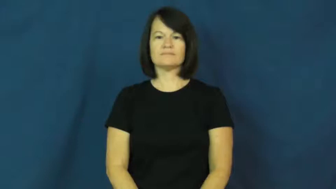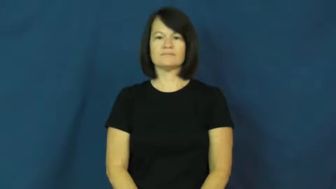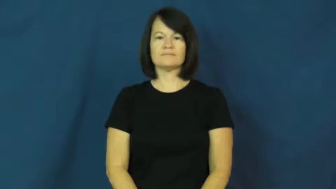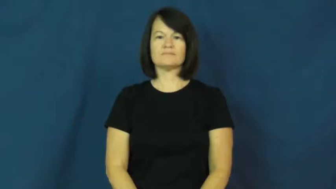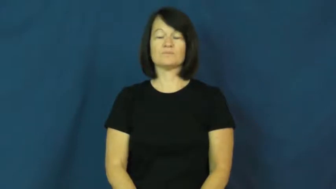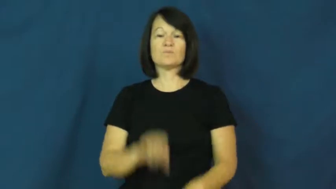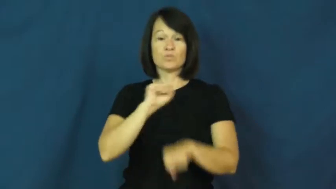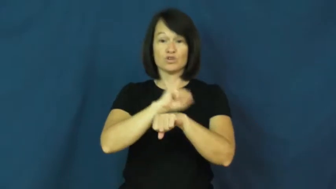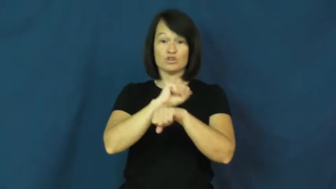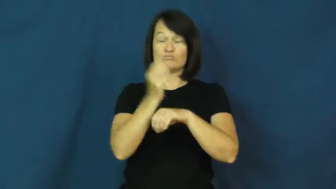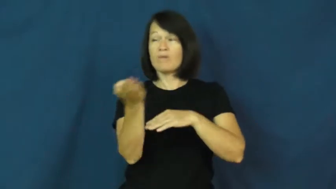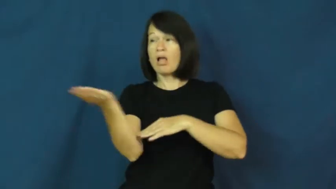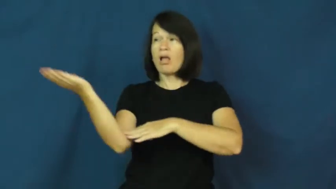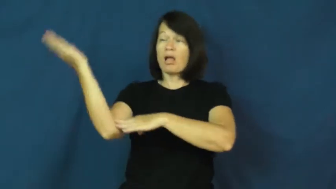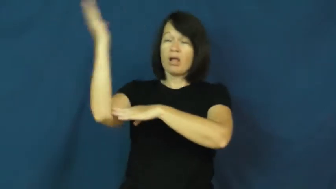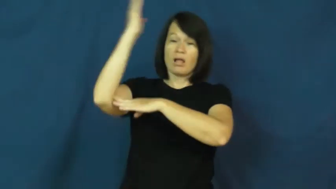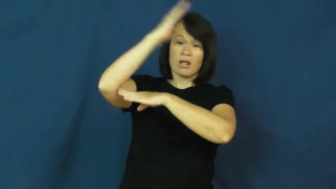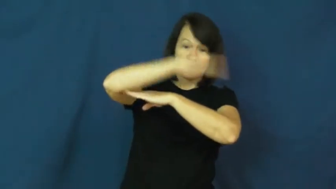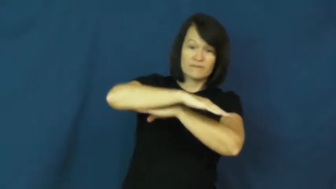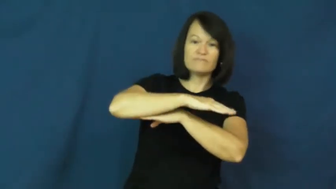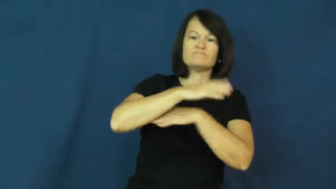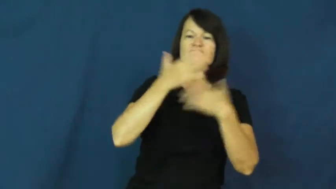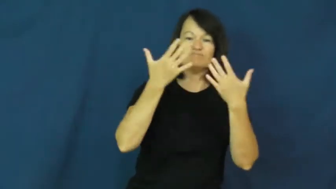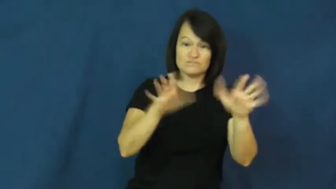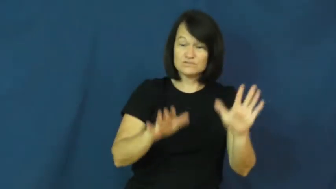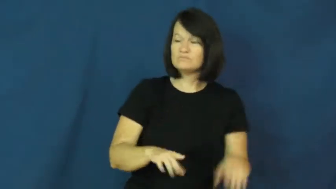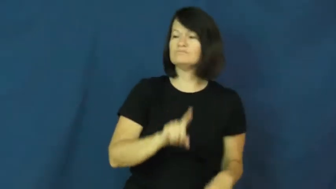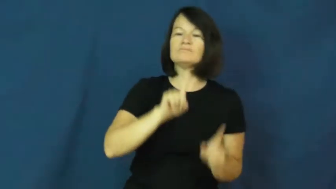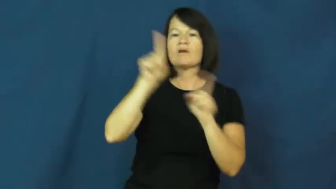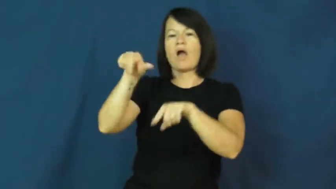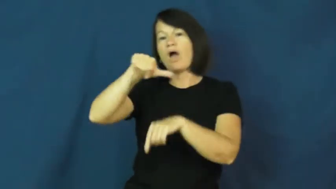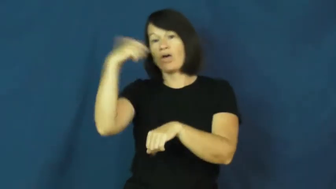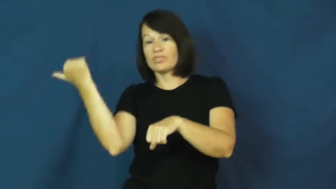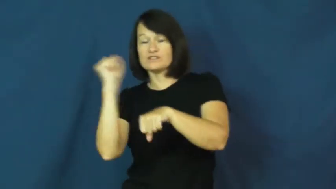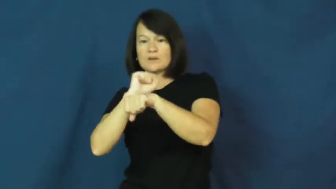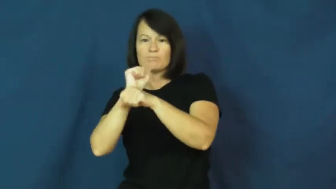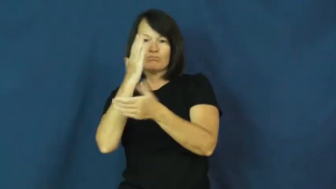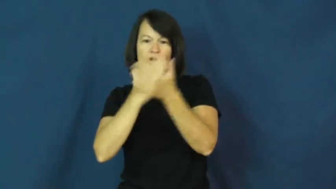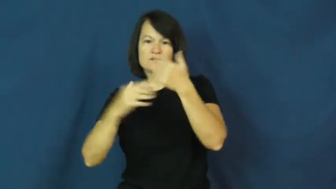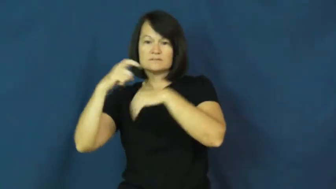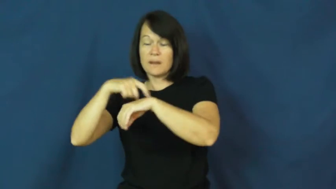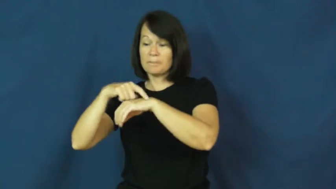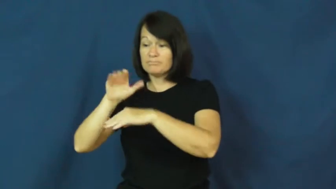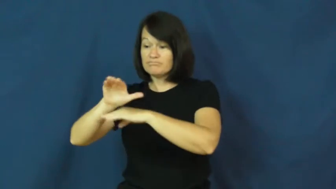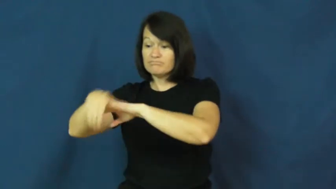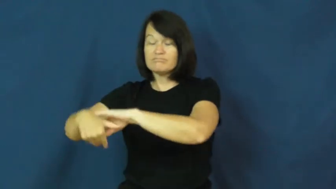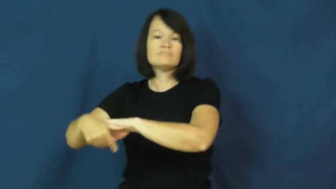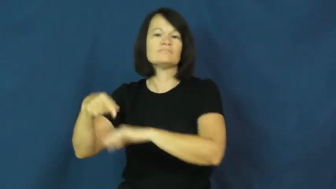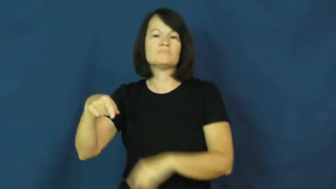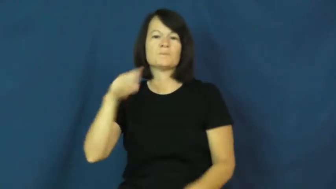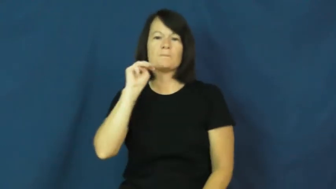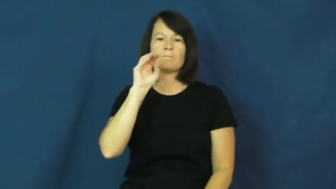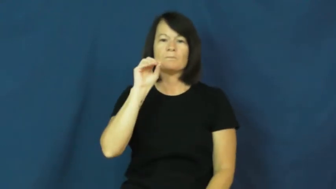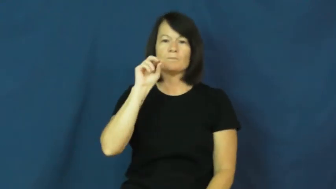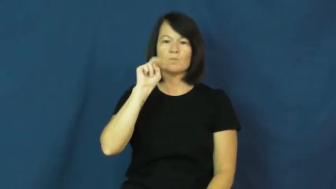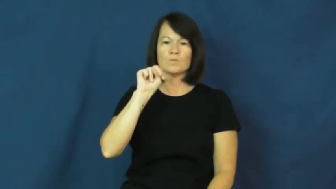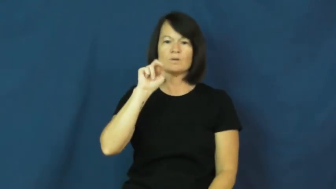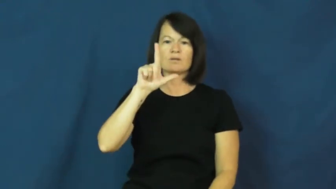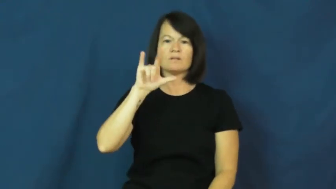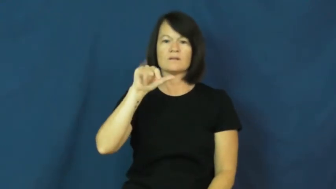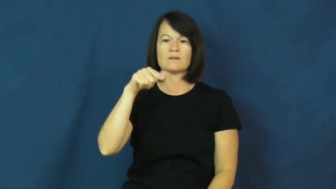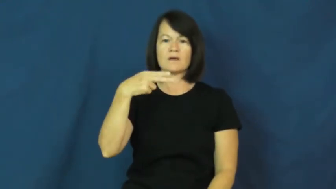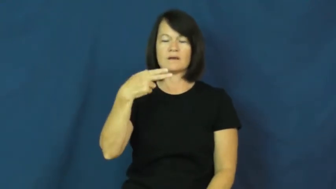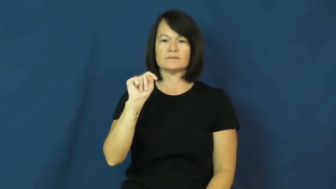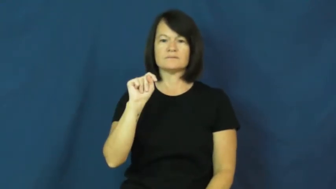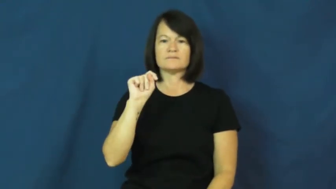moonlight-job